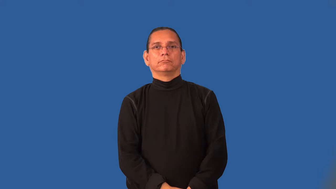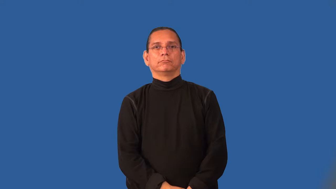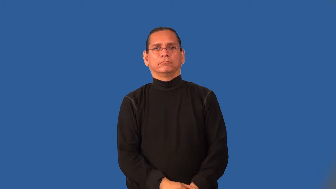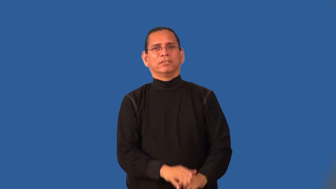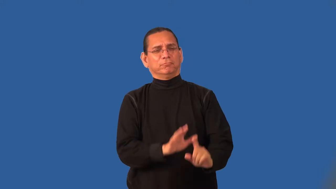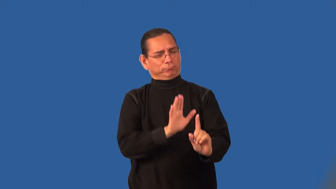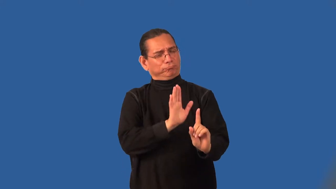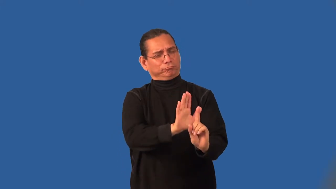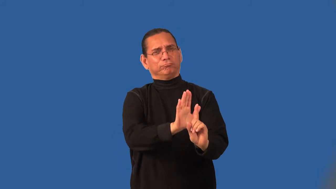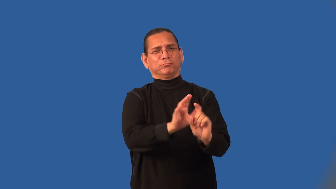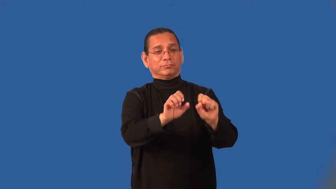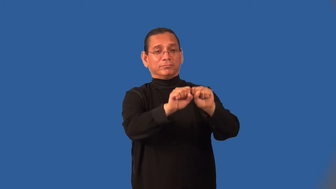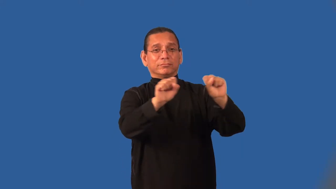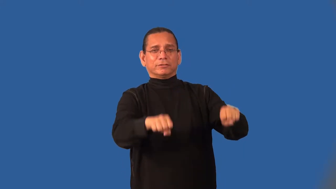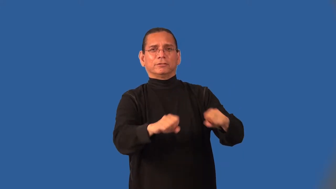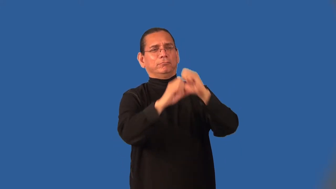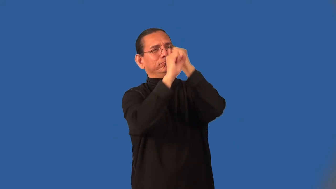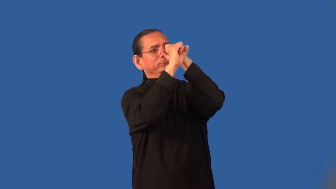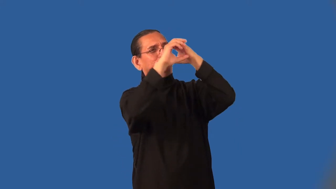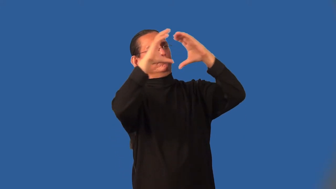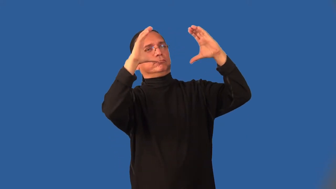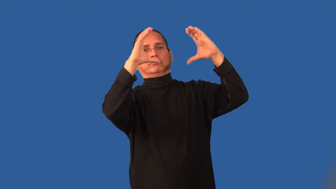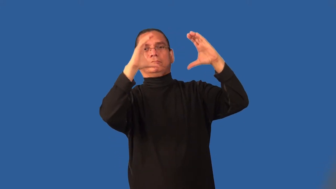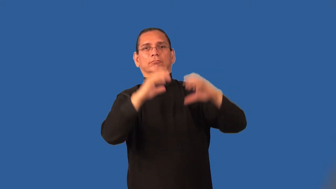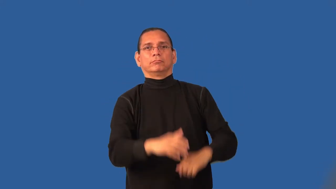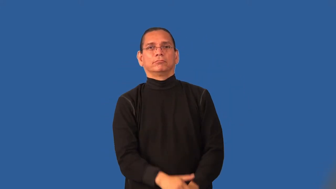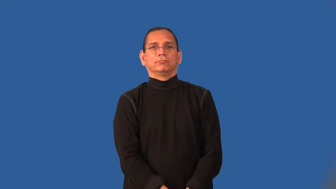ideology